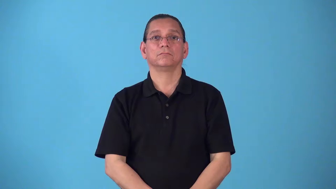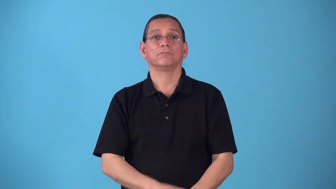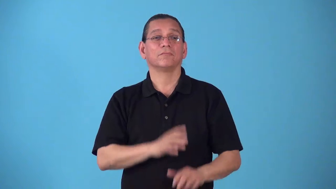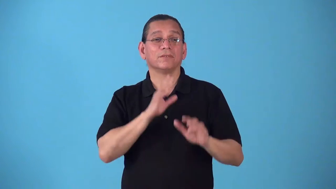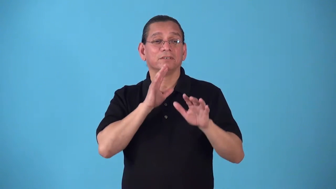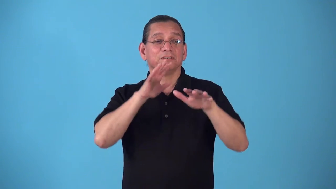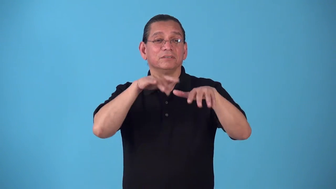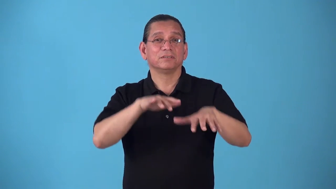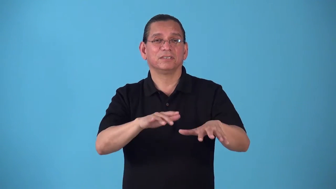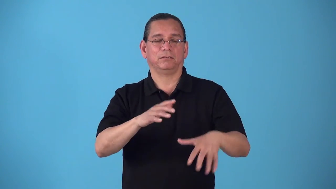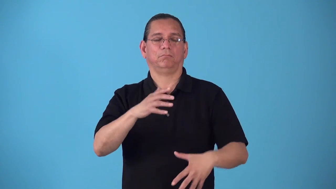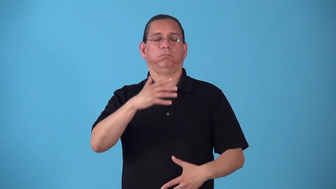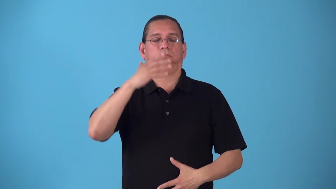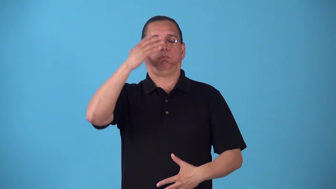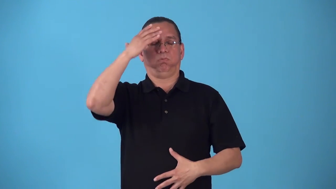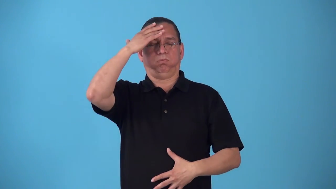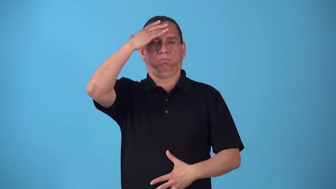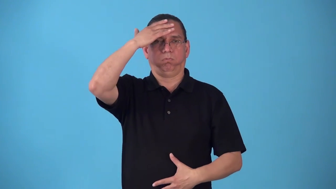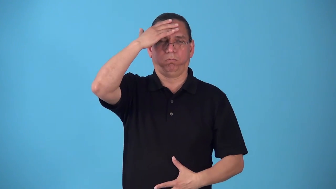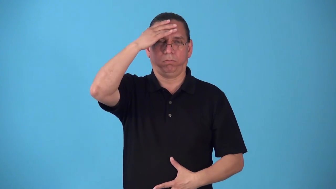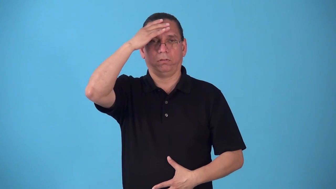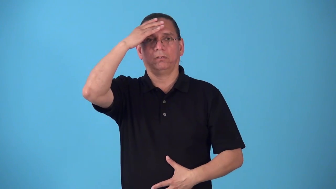seasick